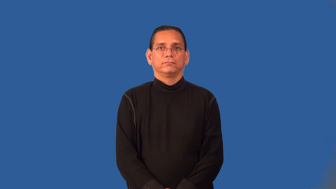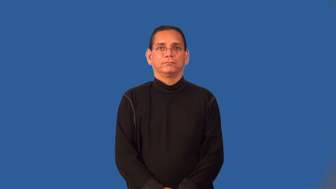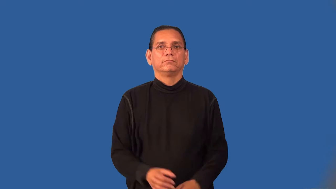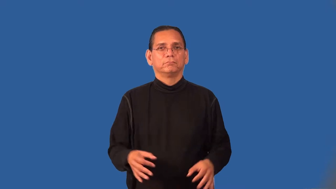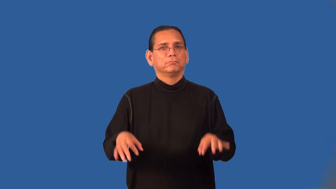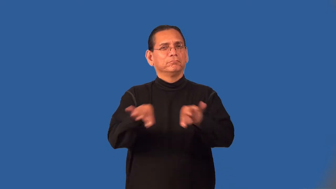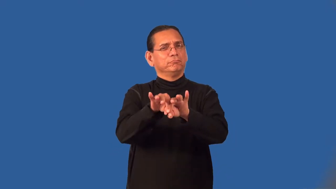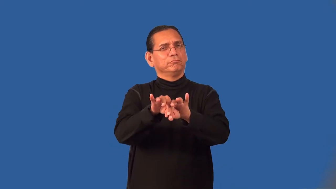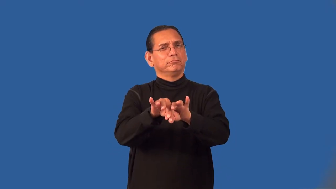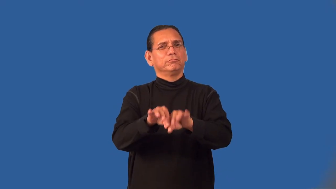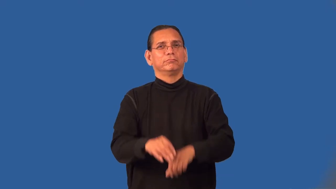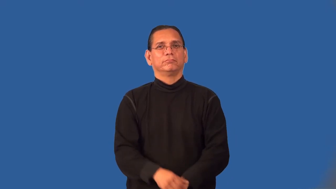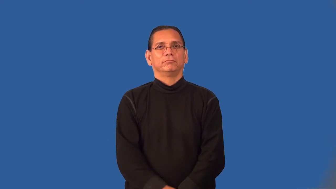weight-importance